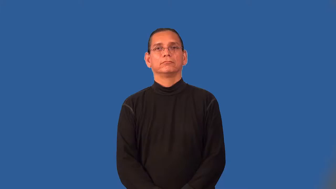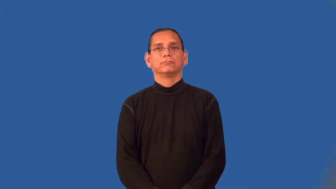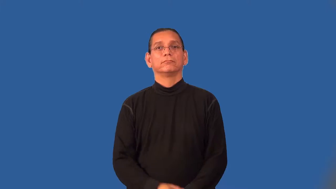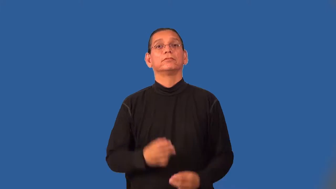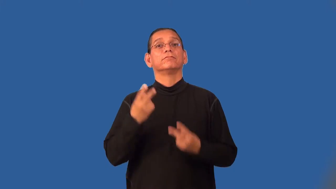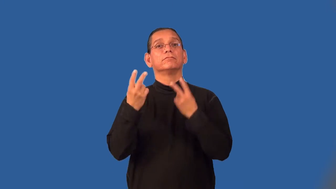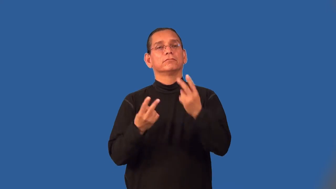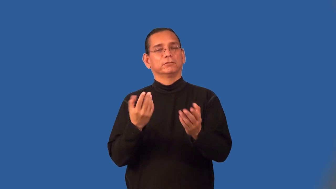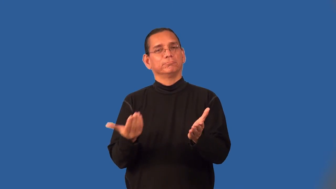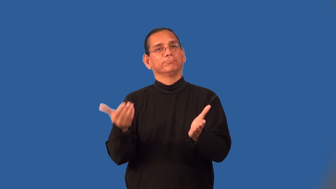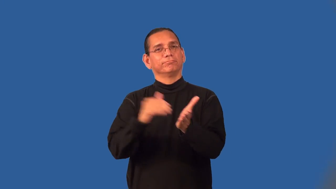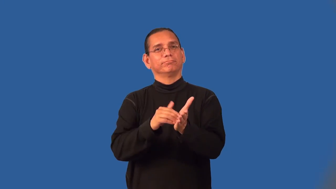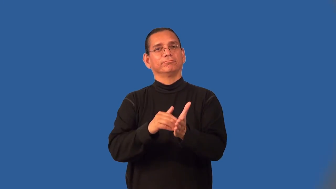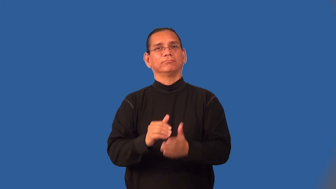revisit-visit again